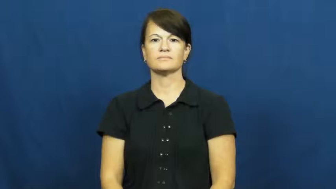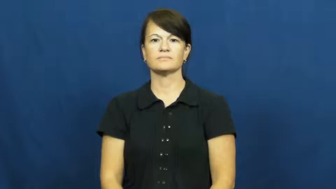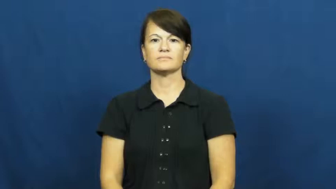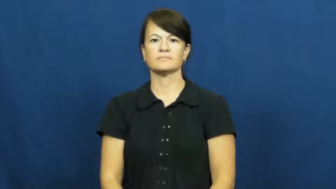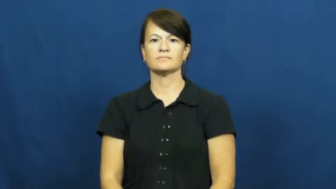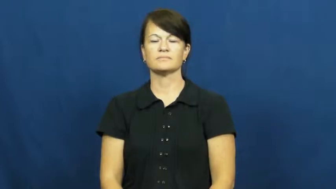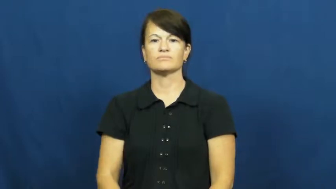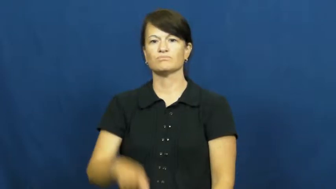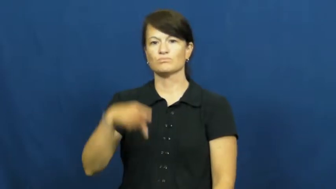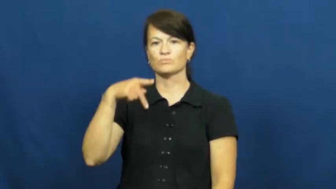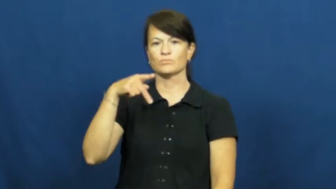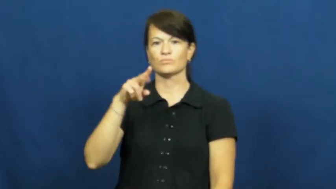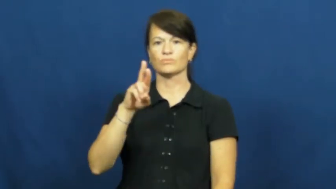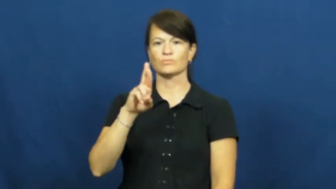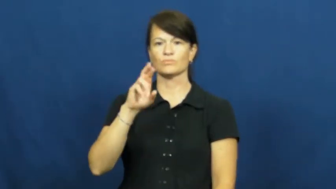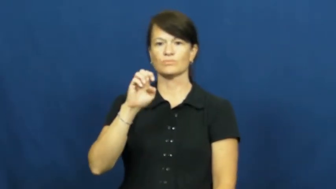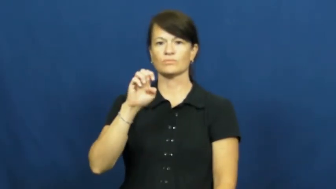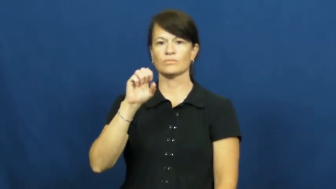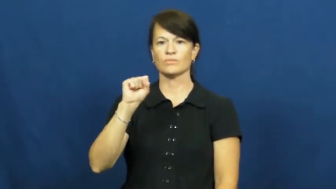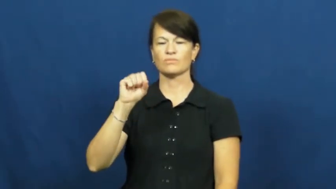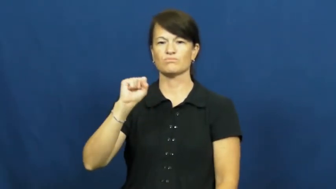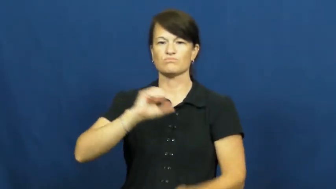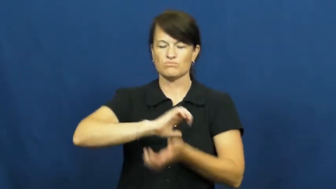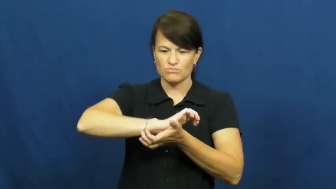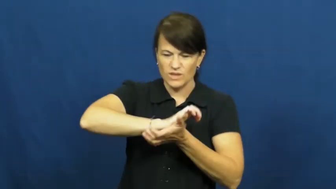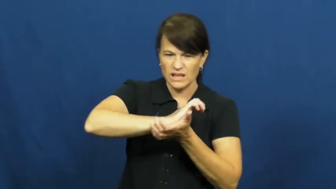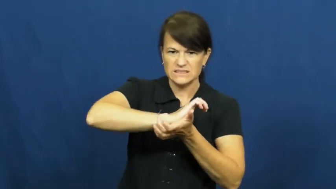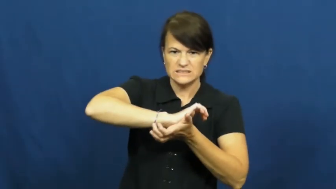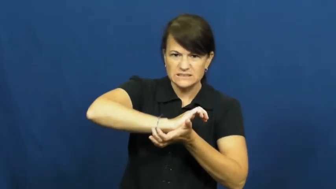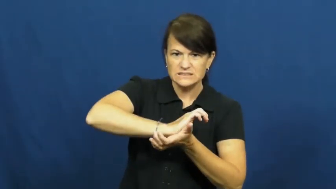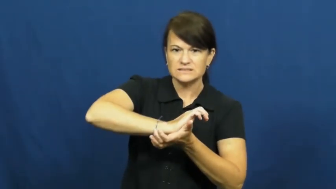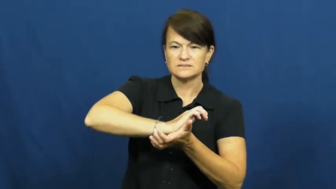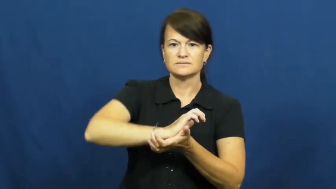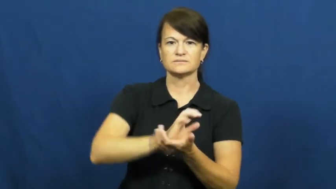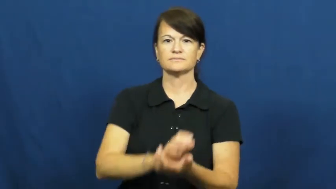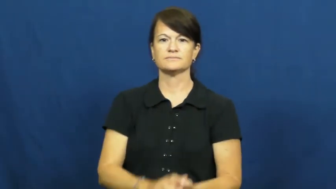press-squash